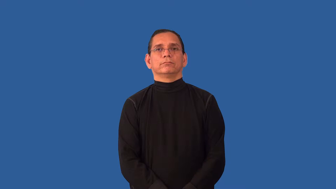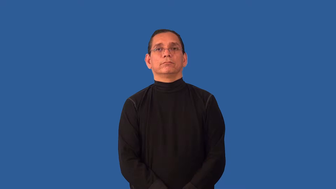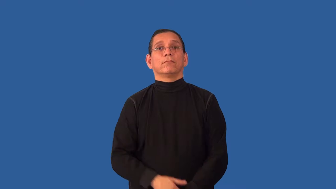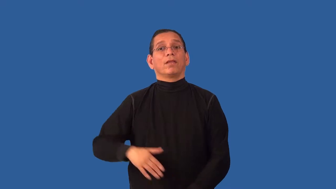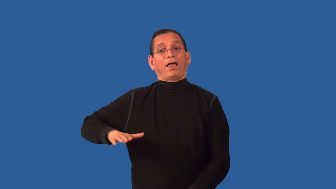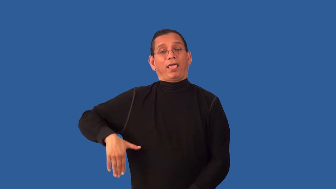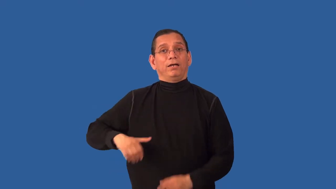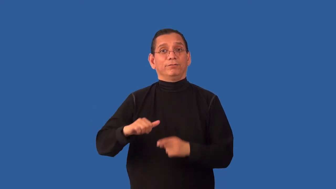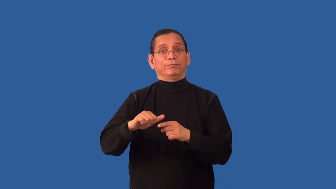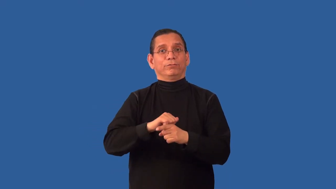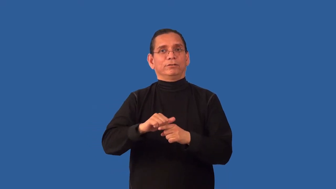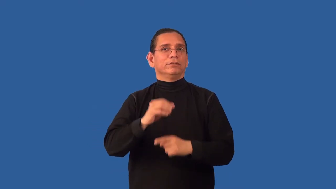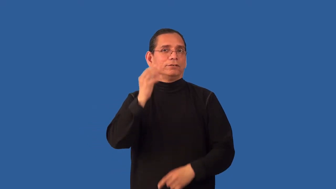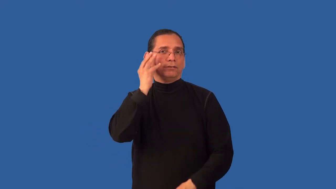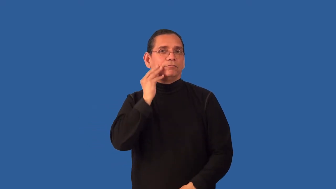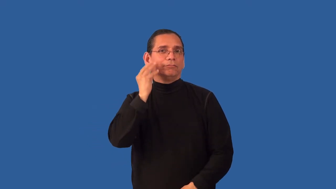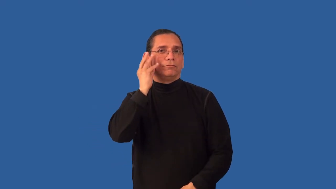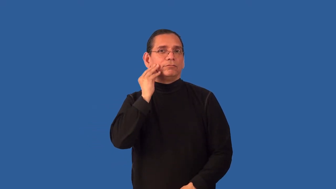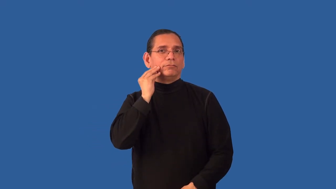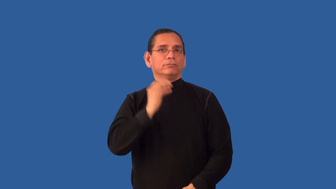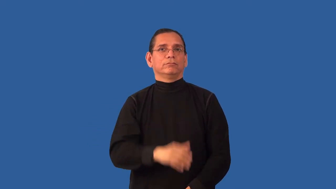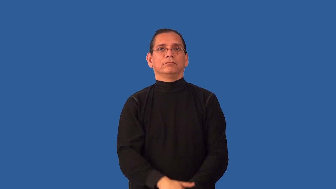uninitiated